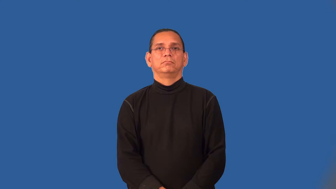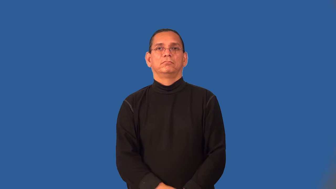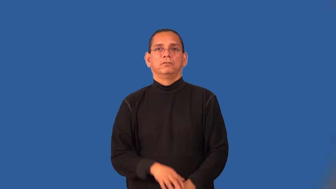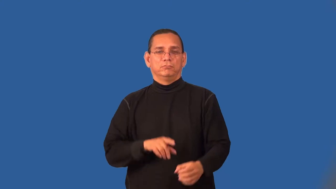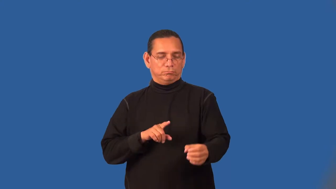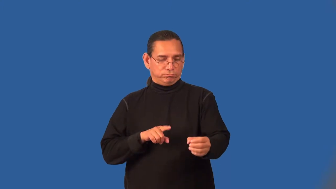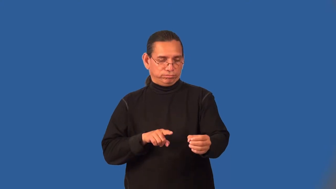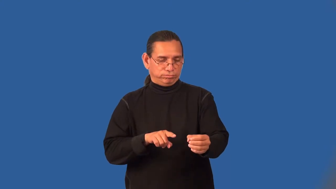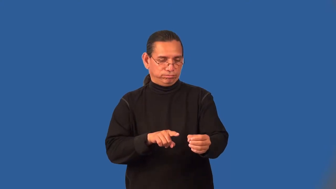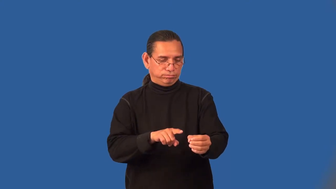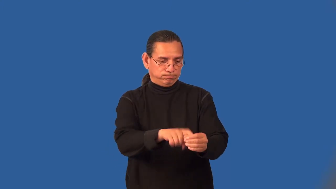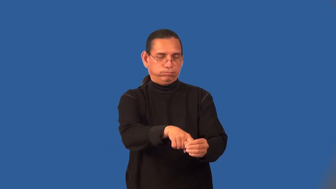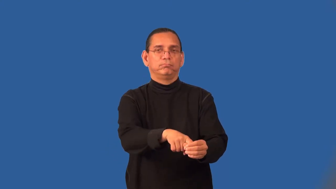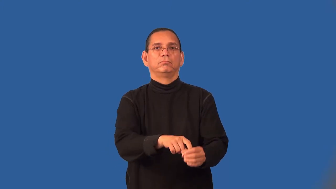sink-golf ball in hole